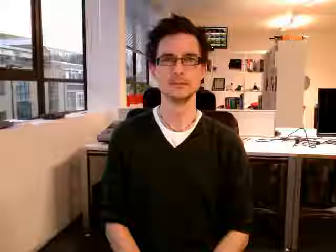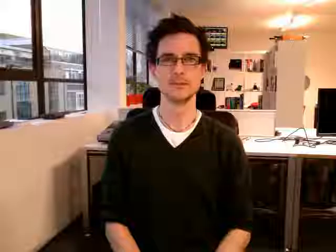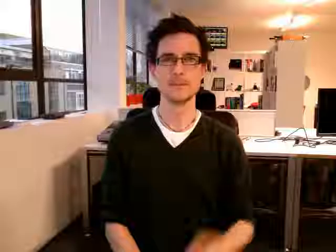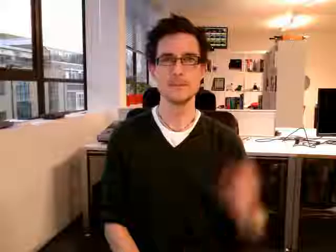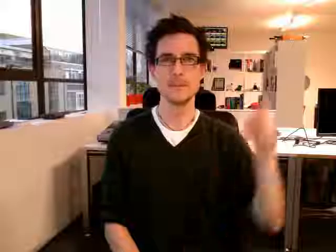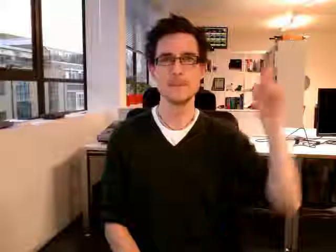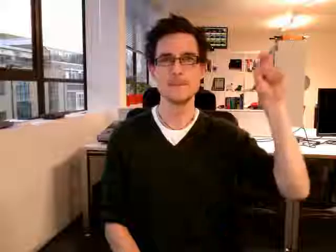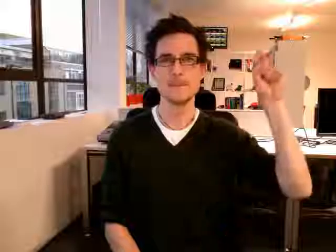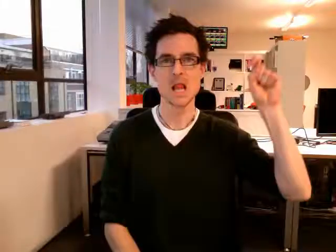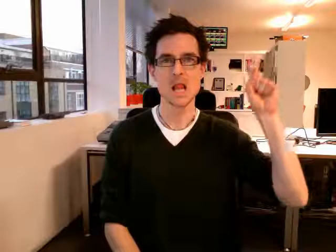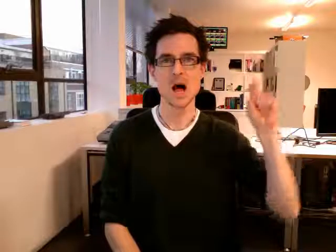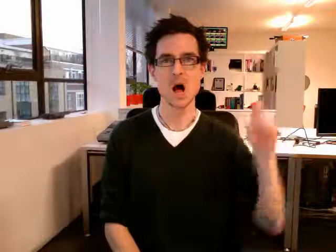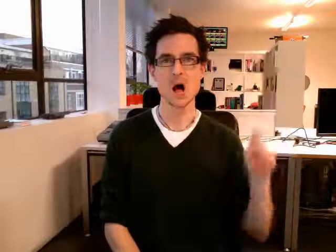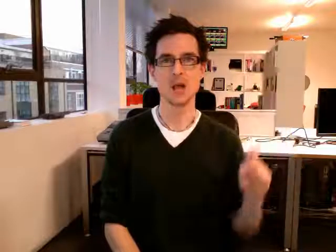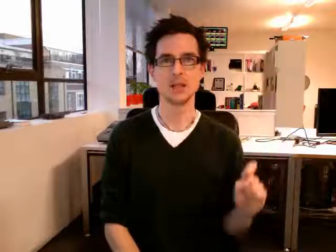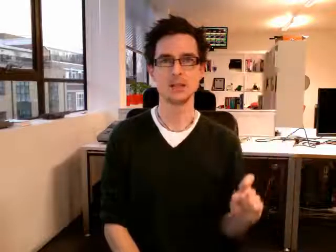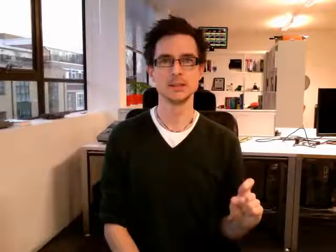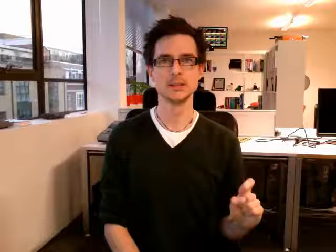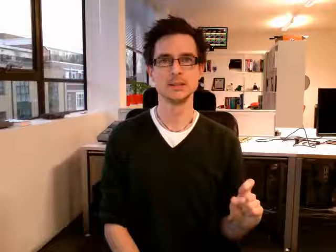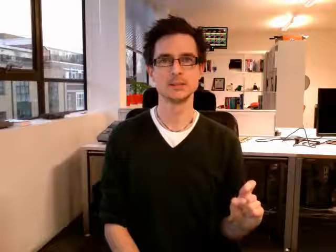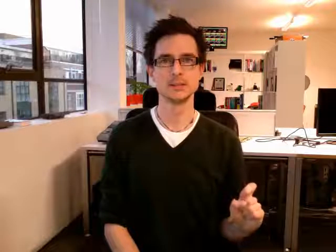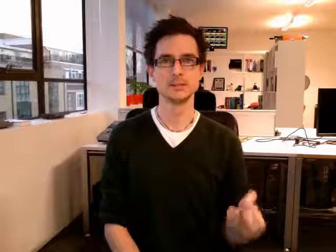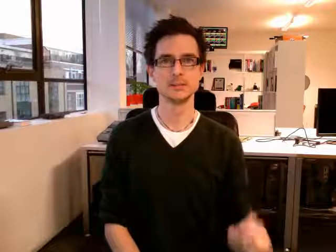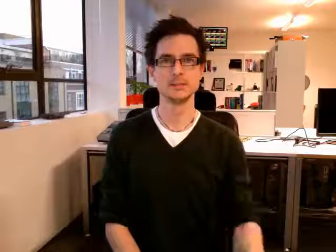blinds2